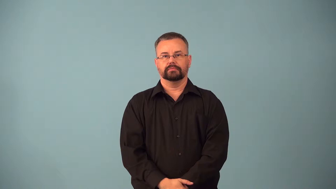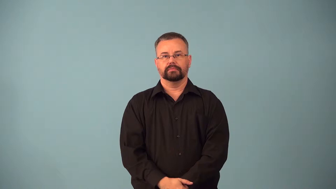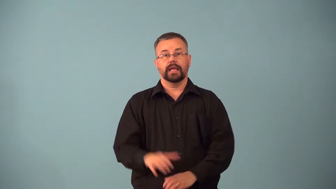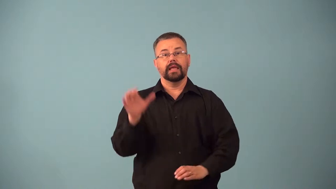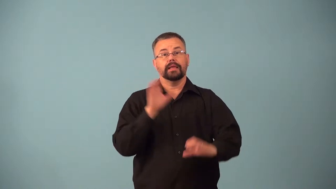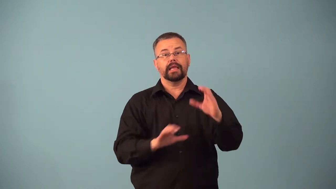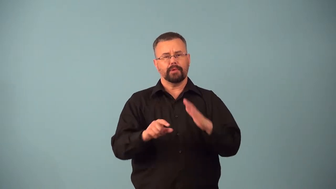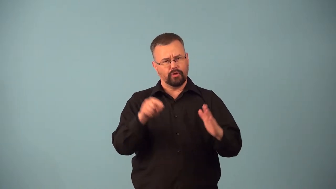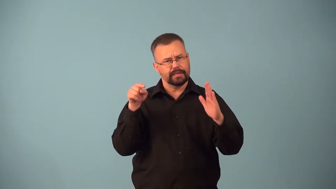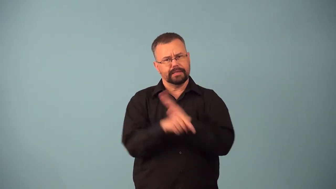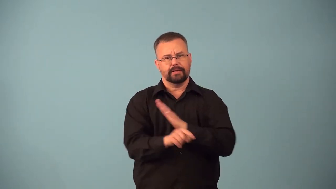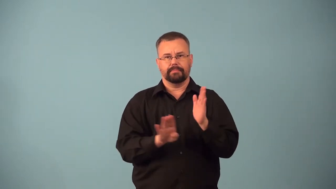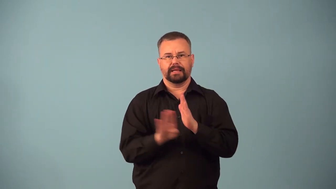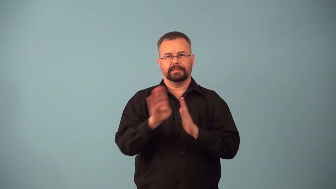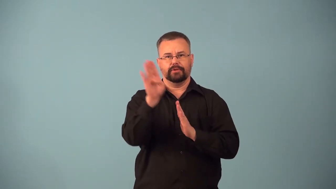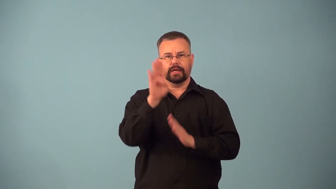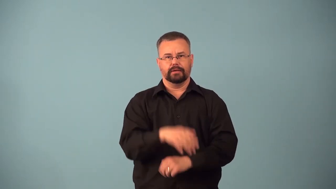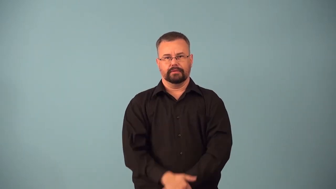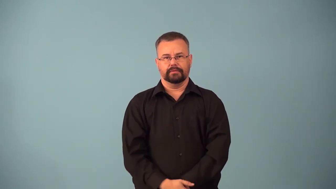bactericide